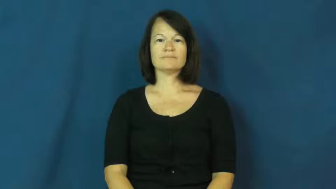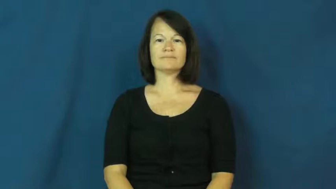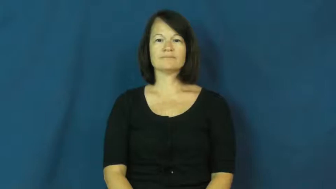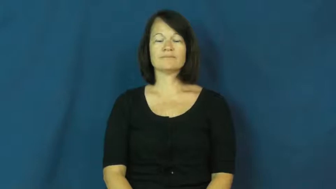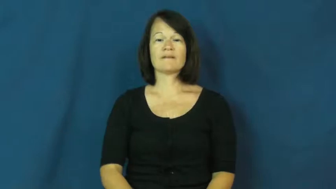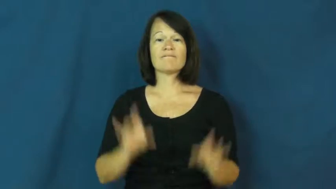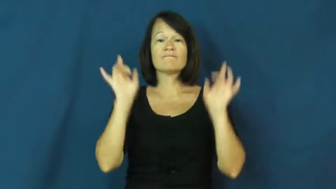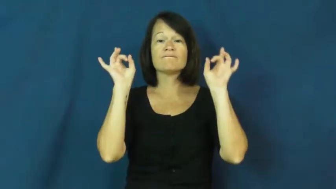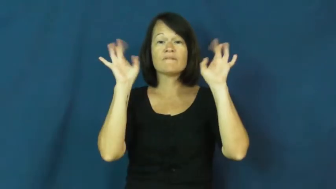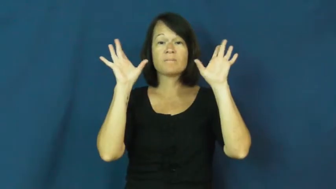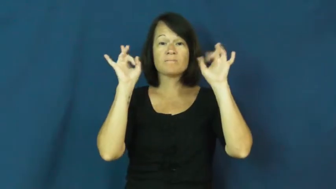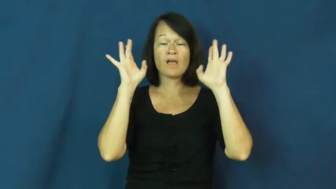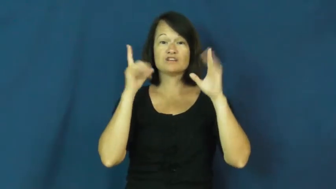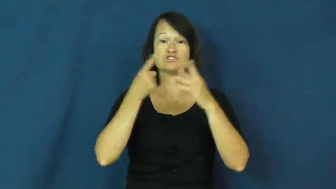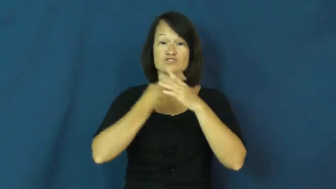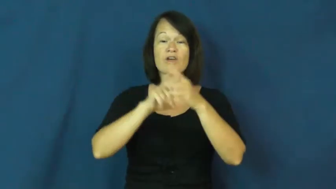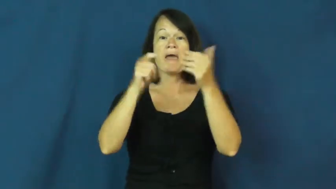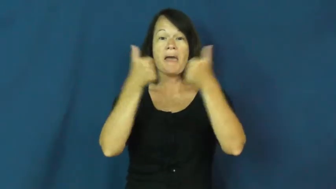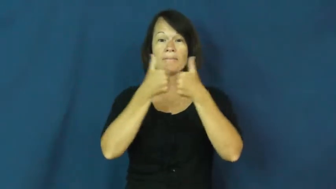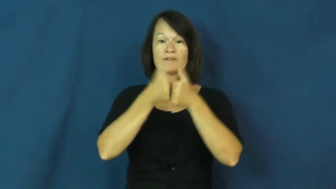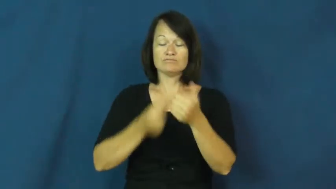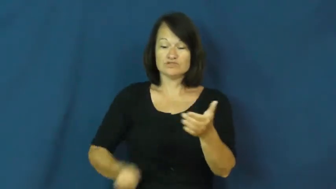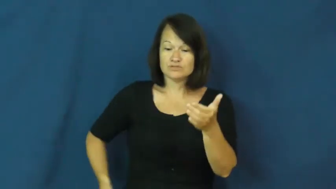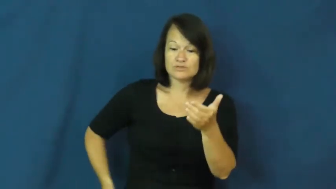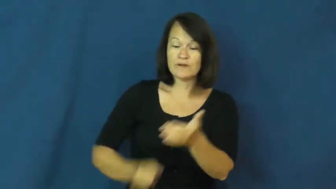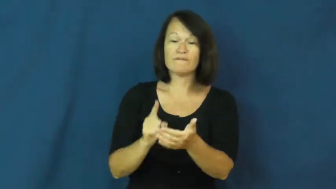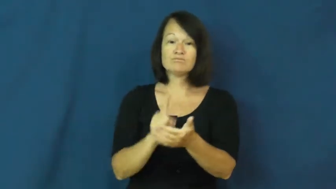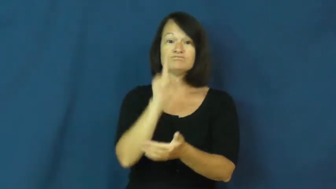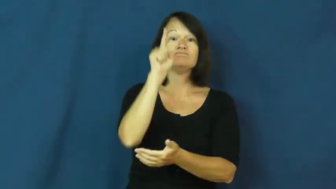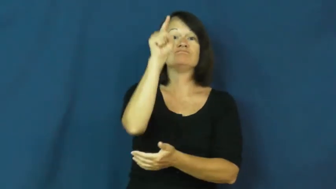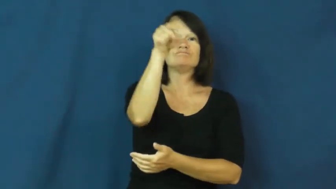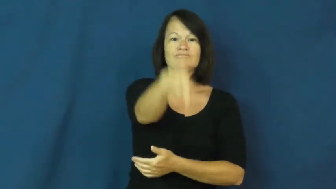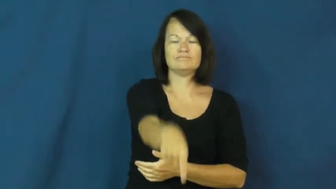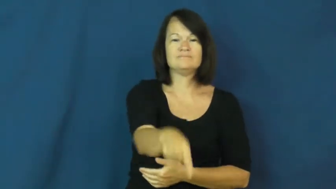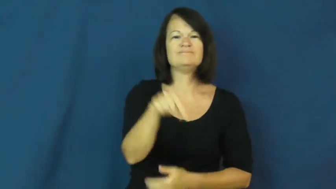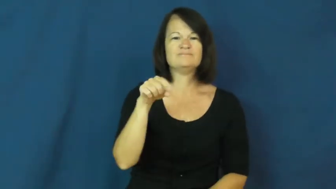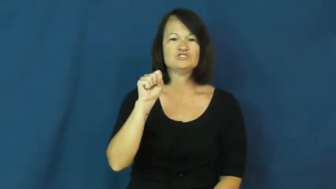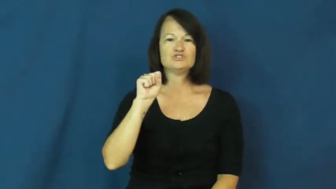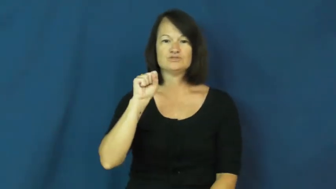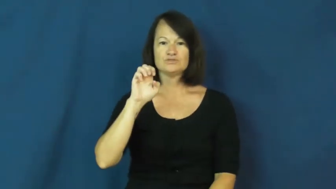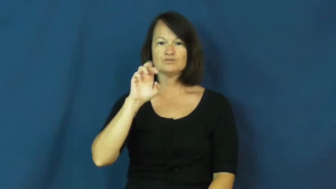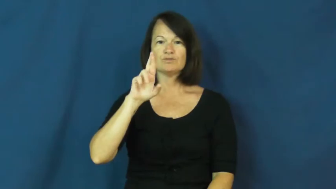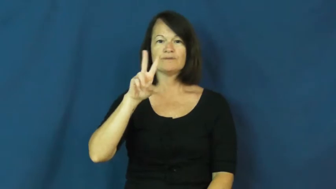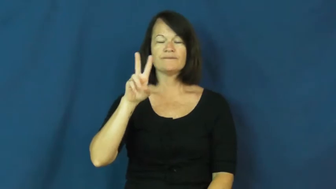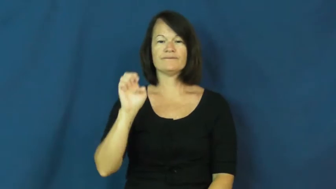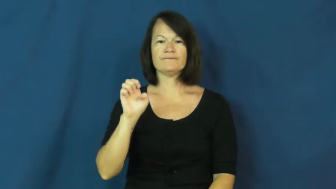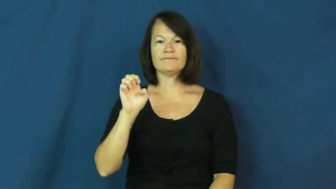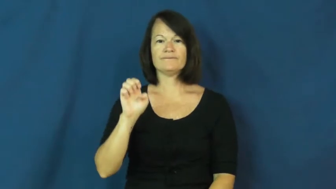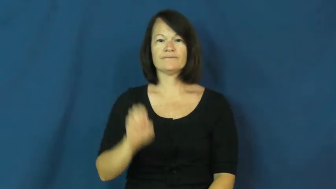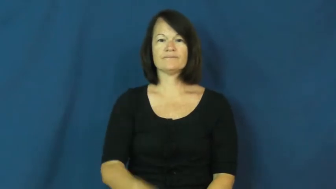serve-volleyball underhand